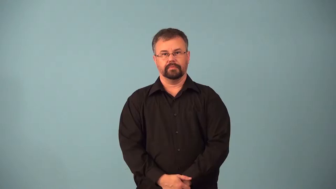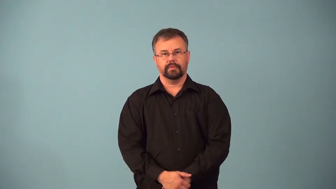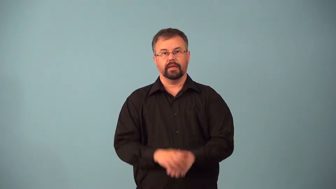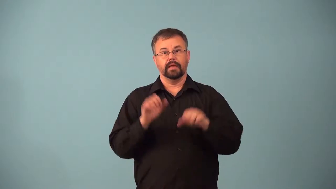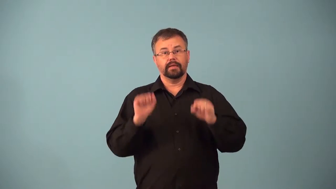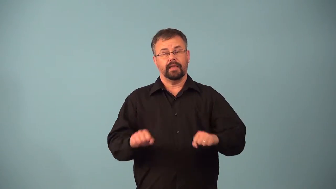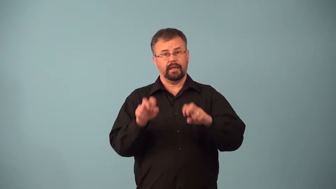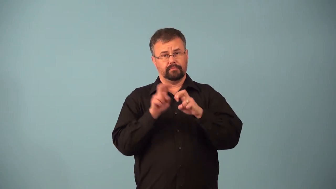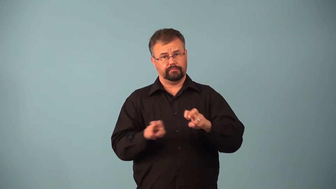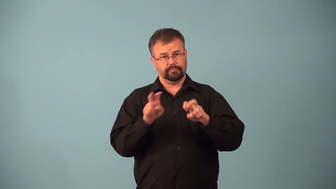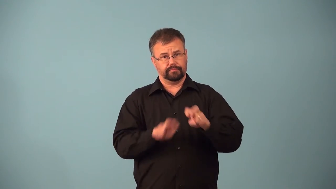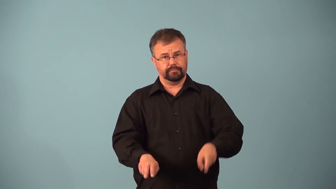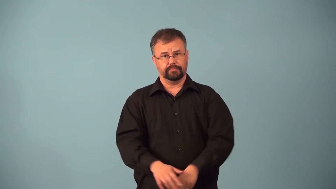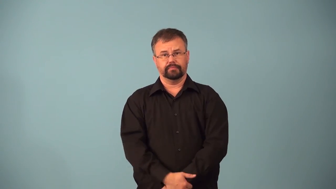analyzable,analysable